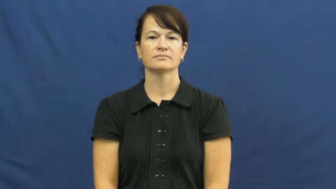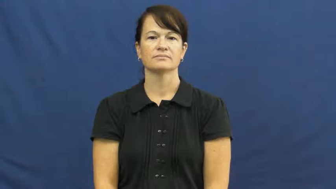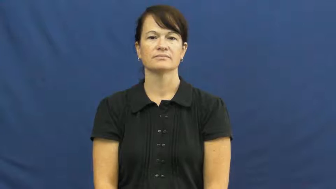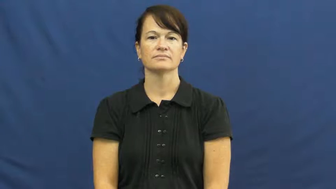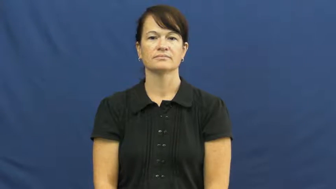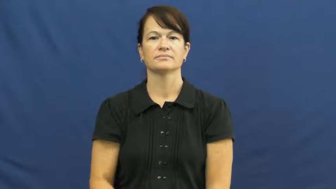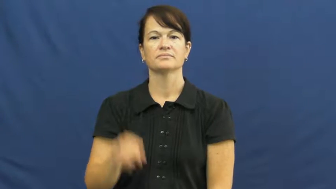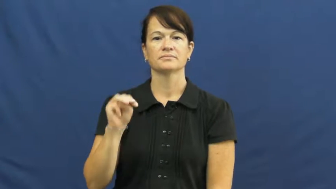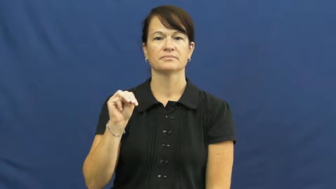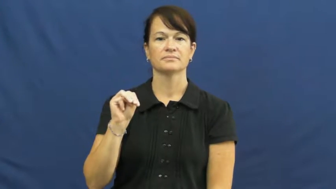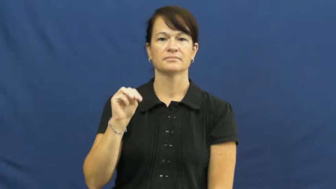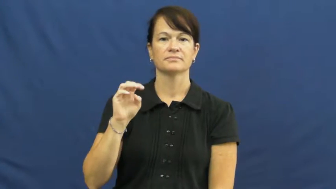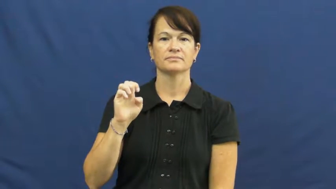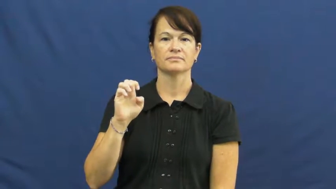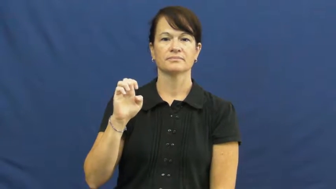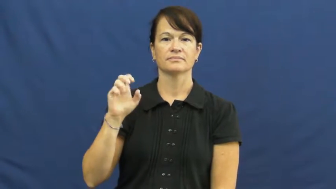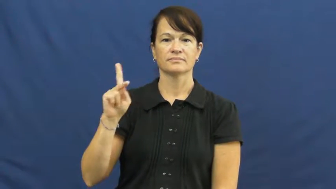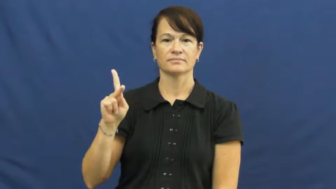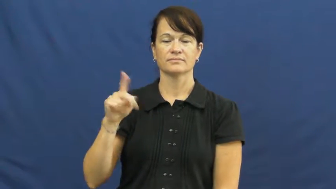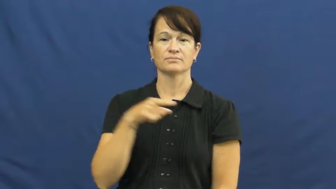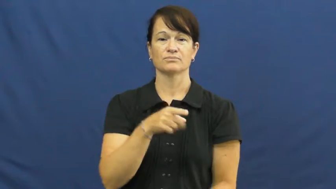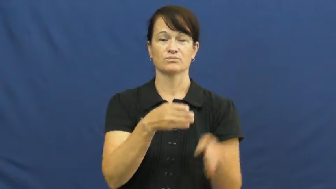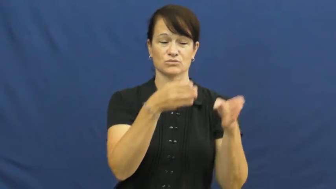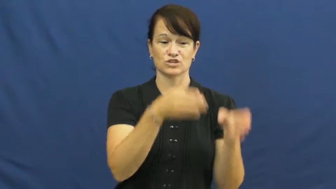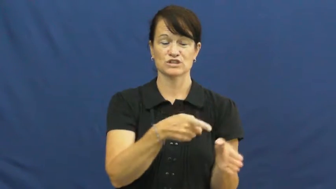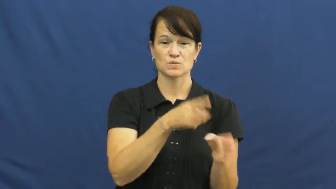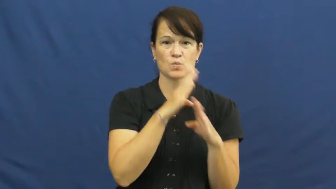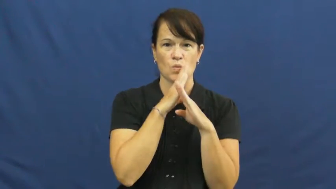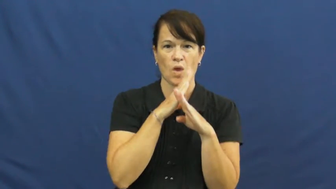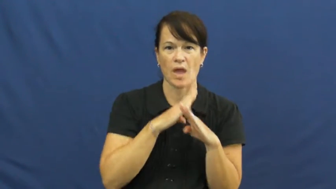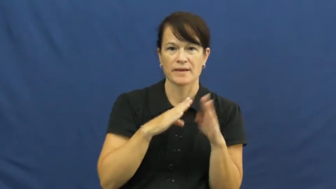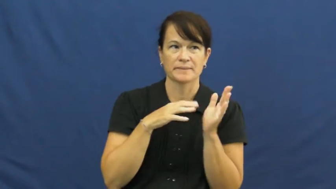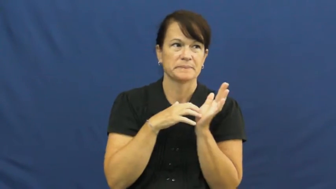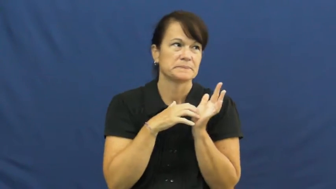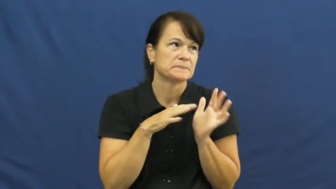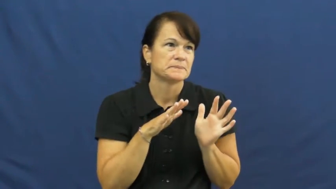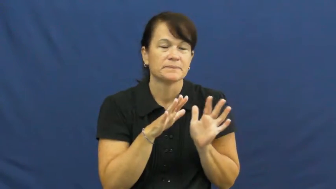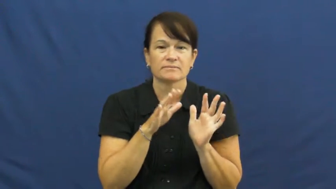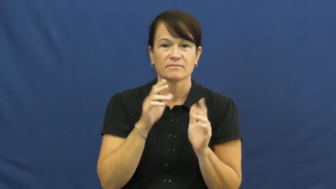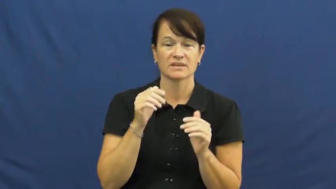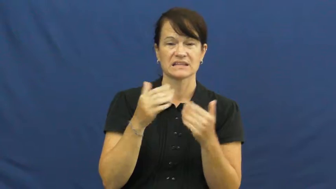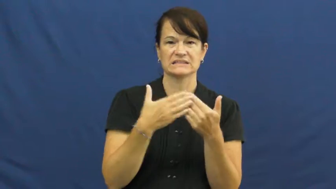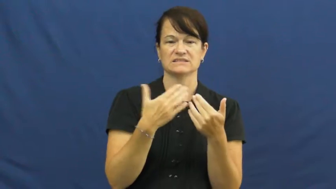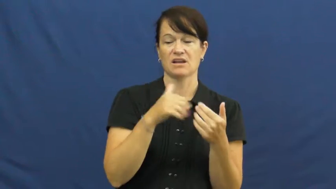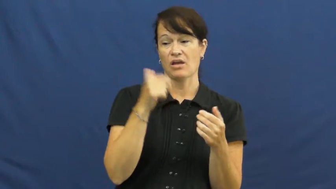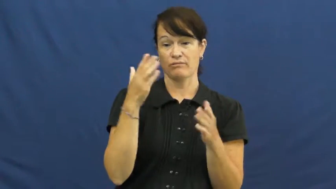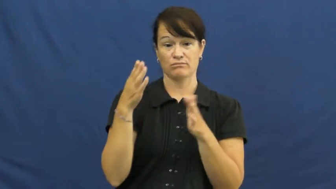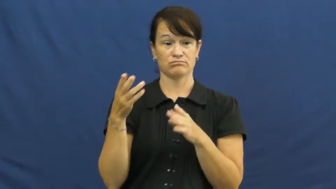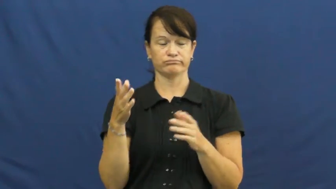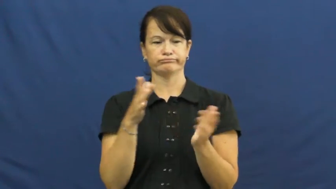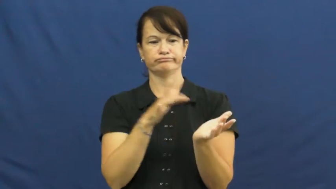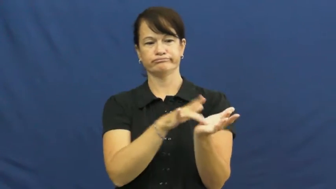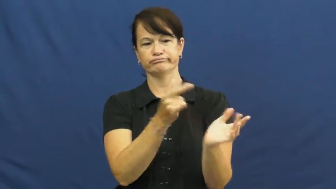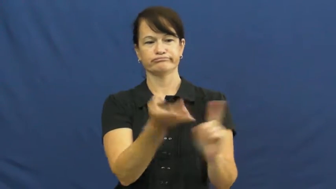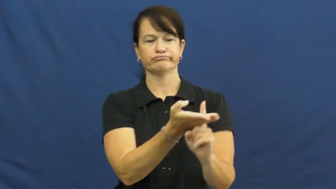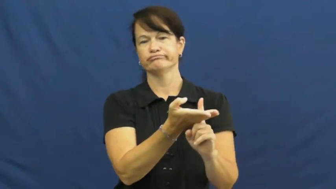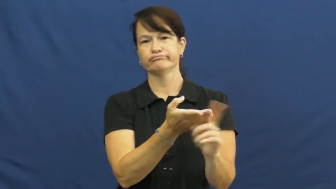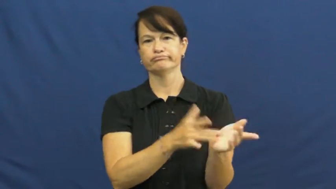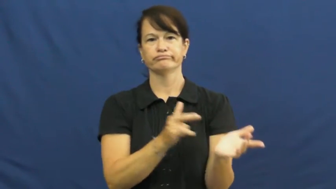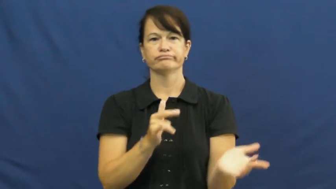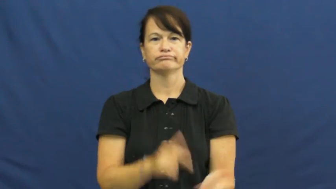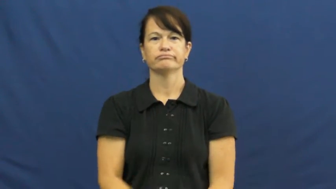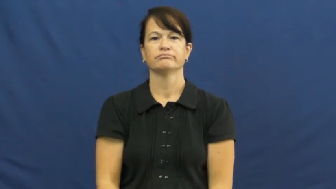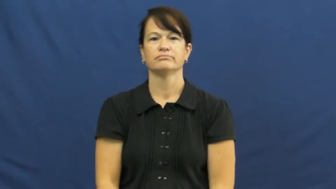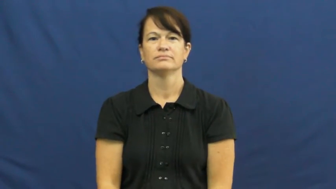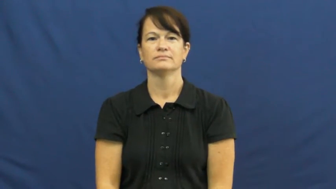meek